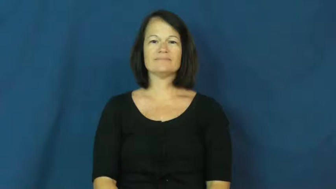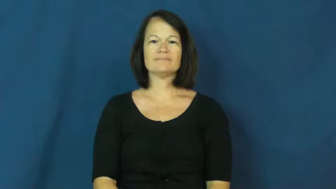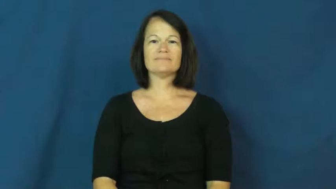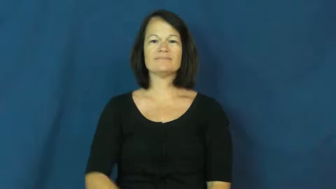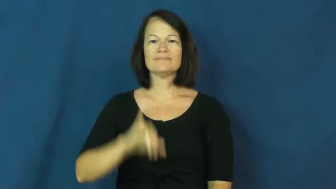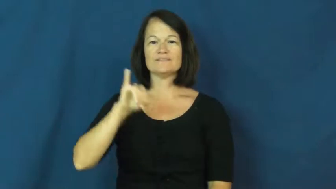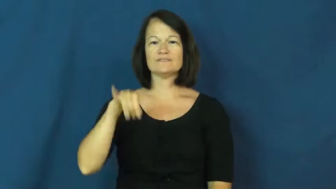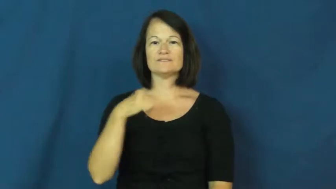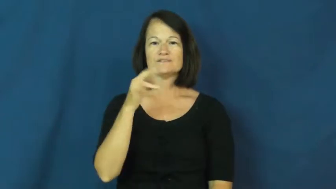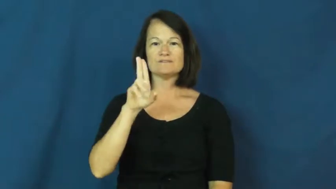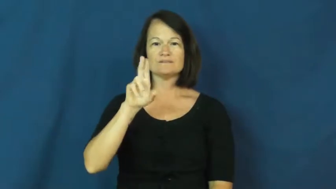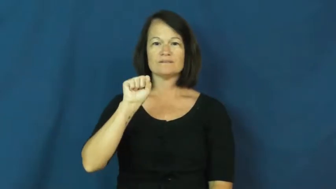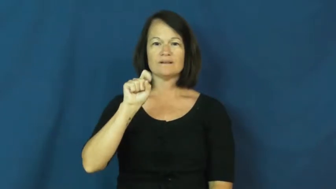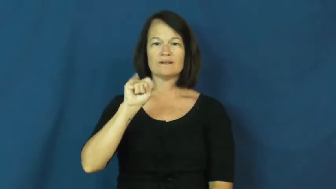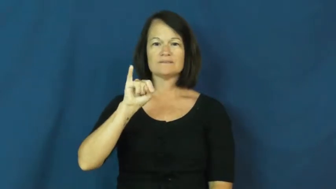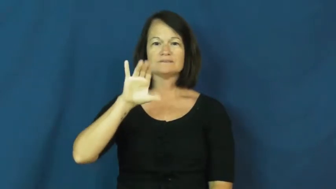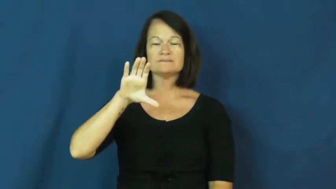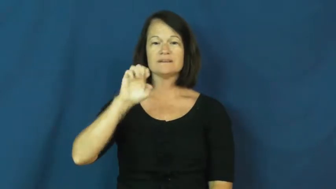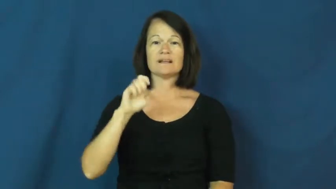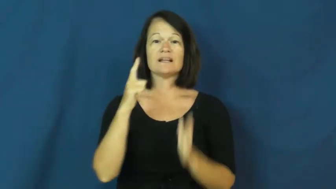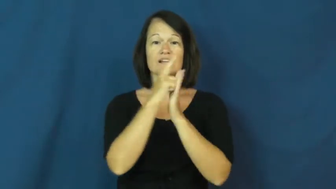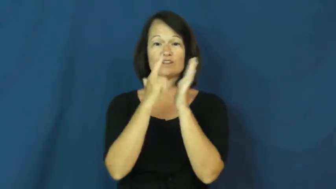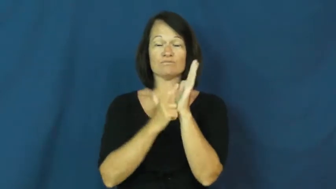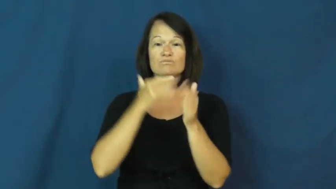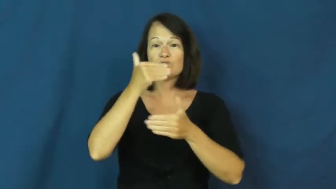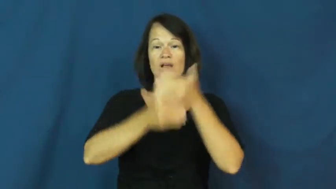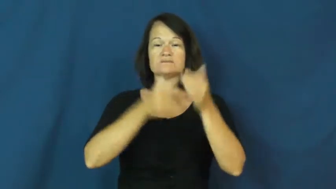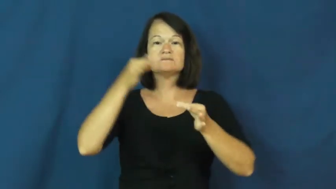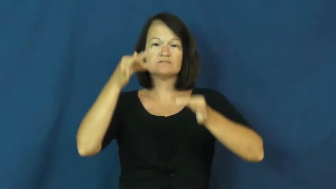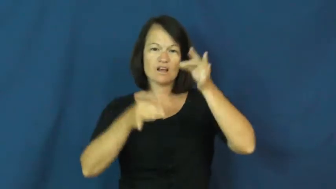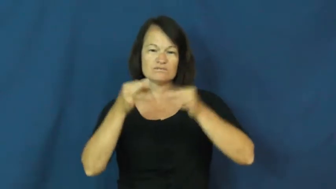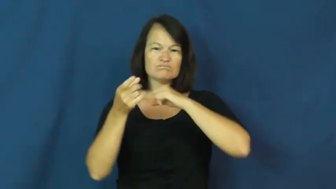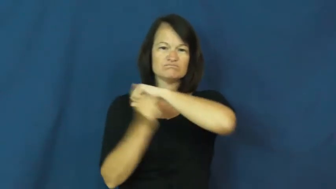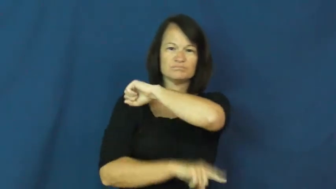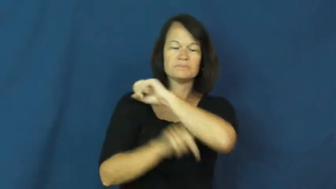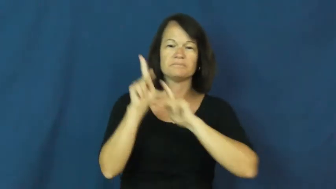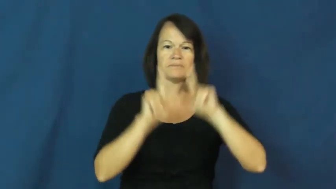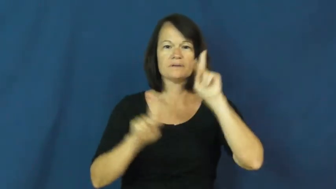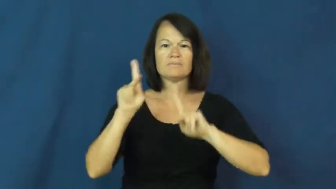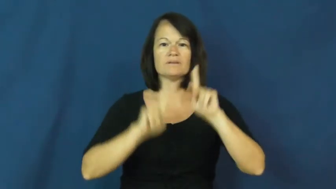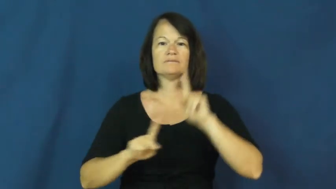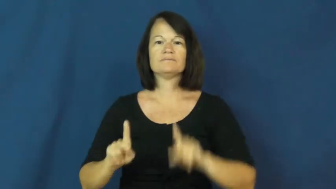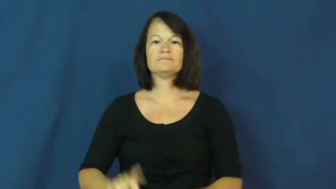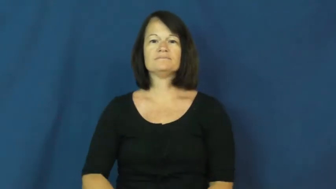justice-process